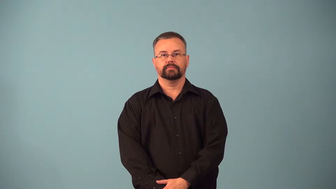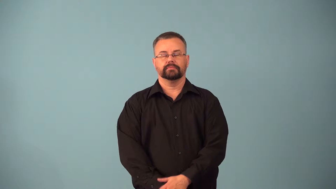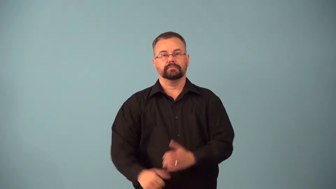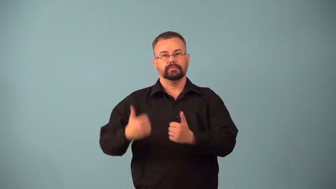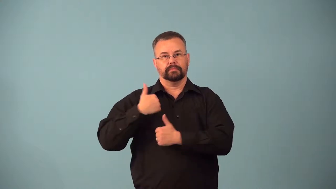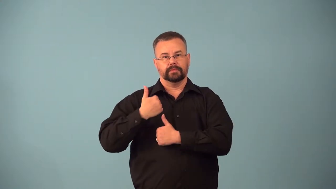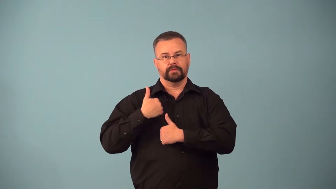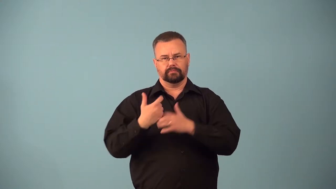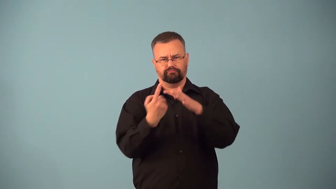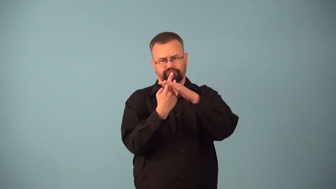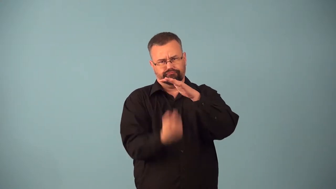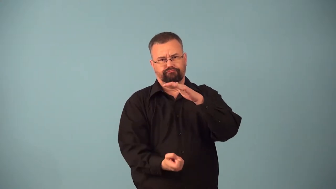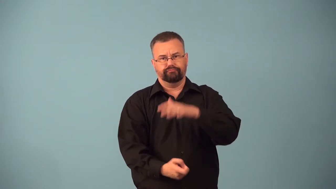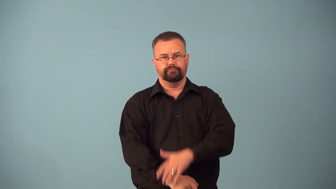awol